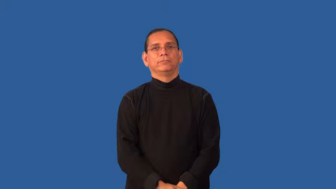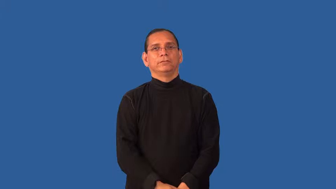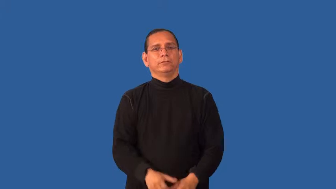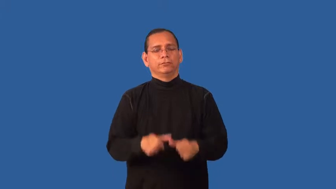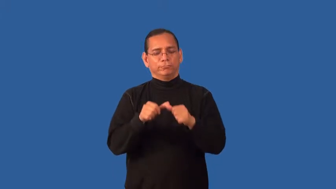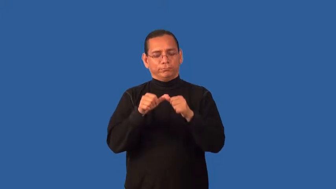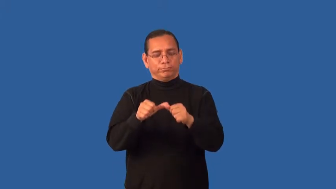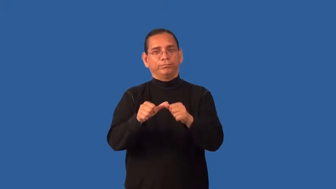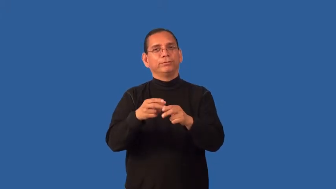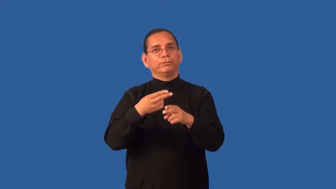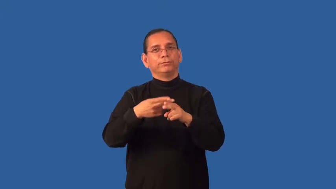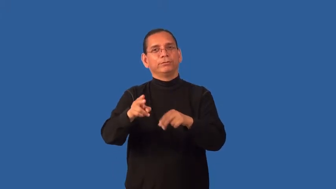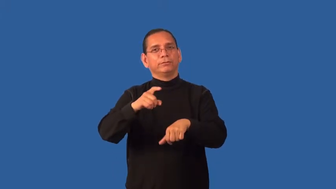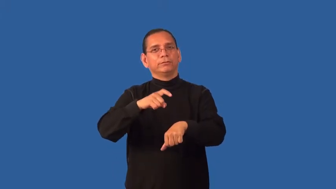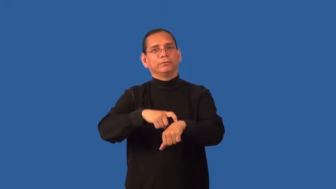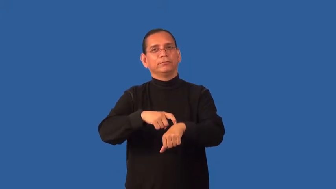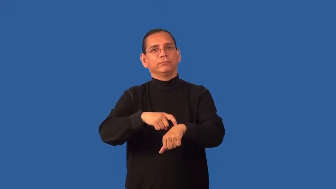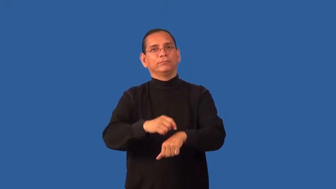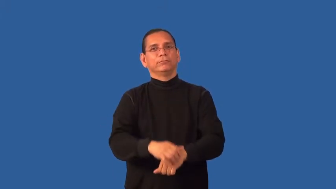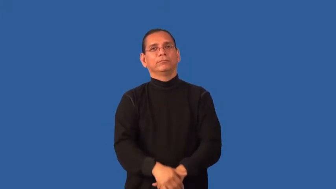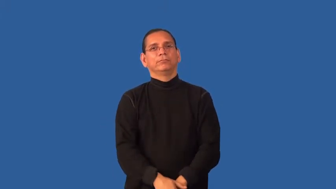evanescent